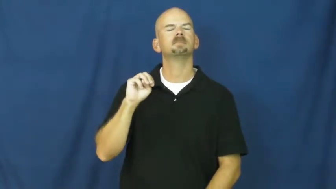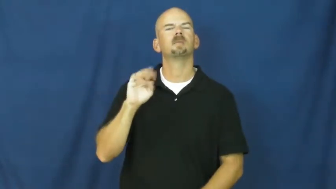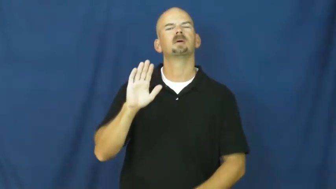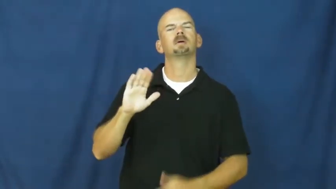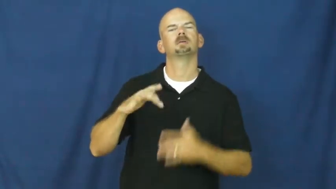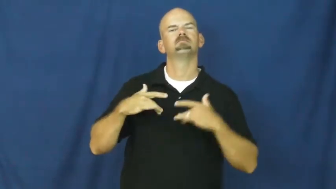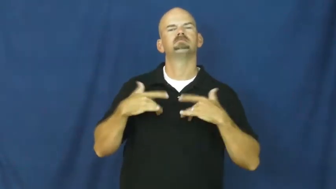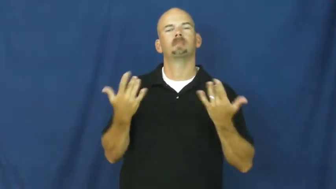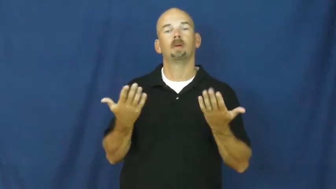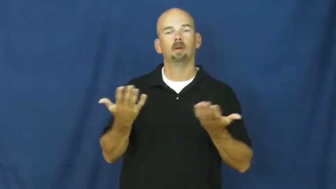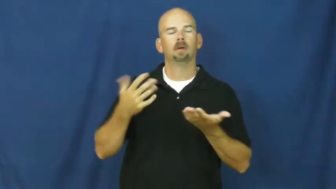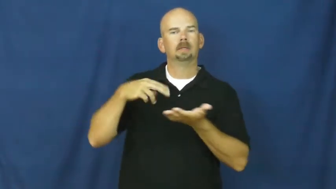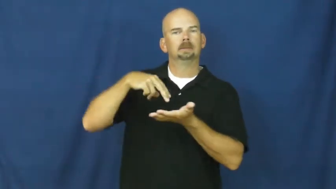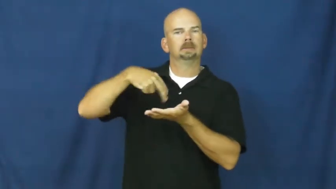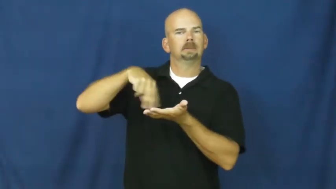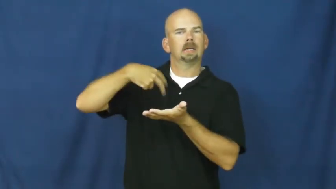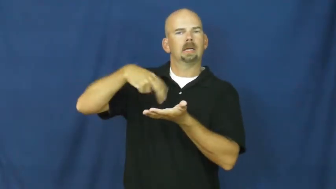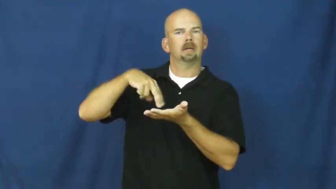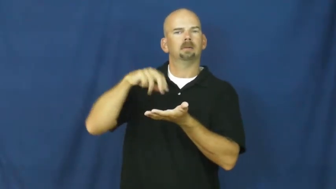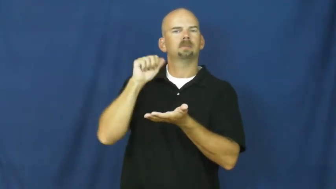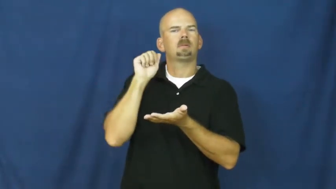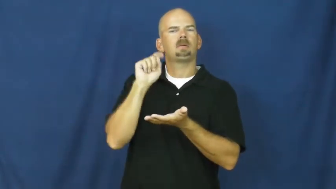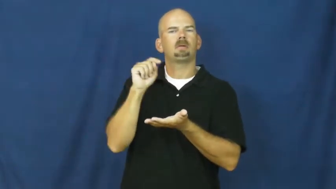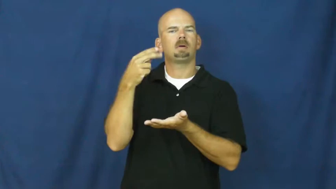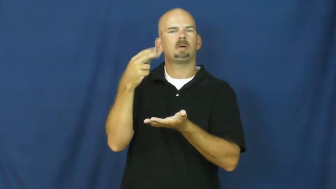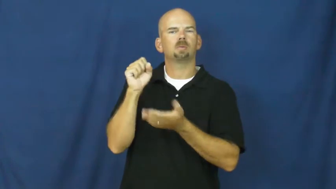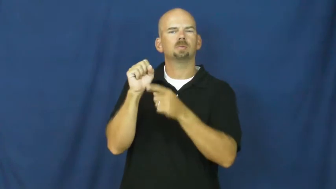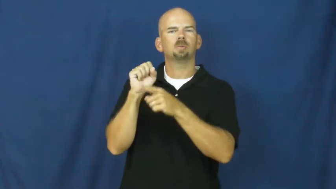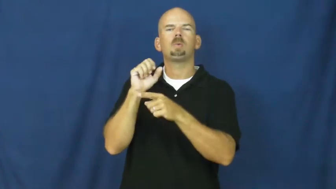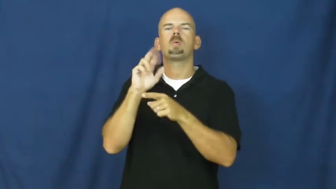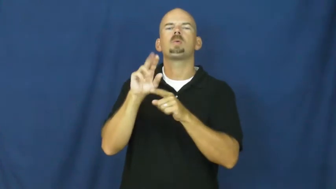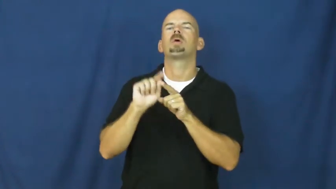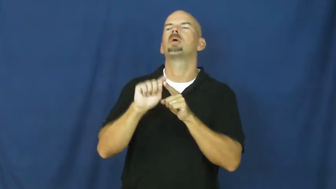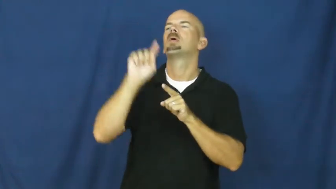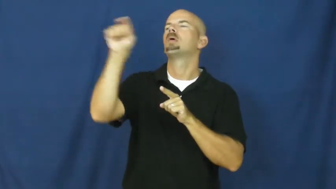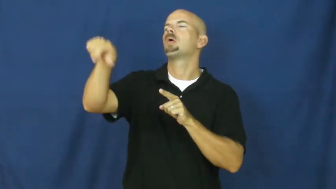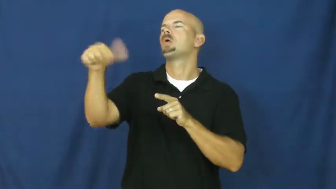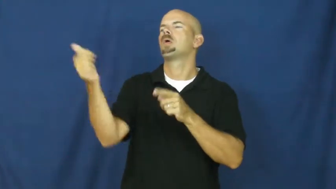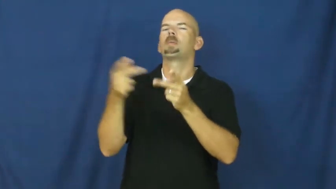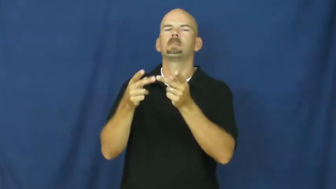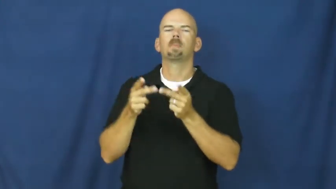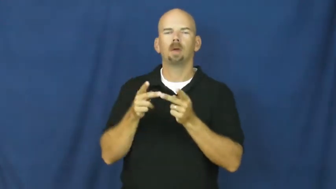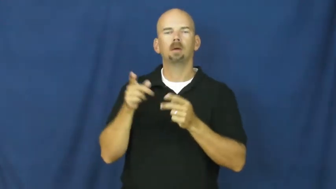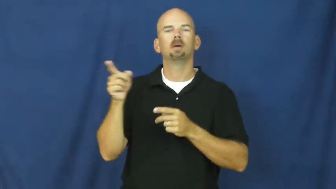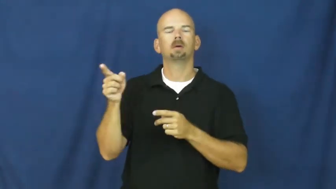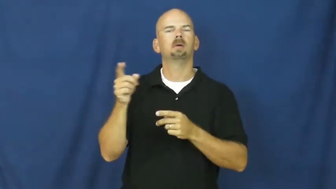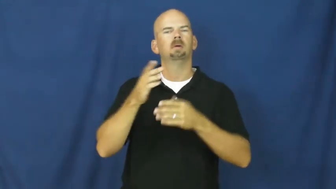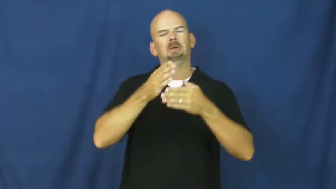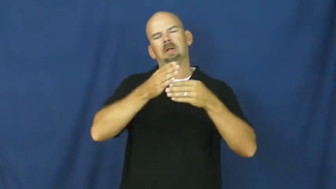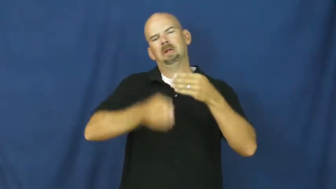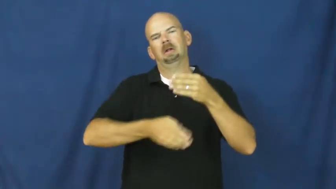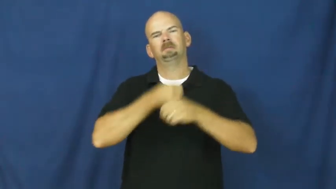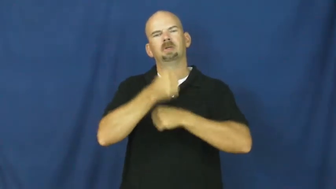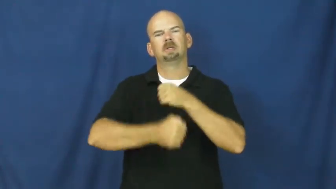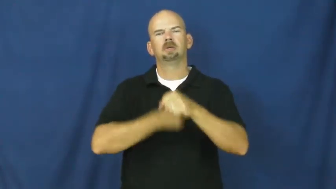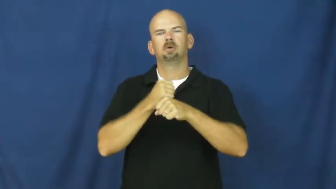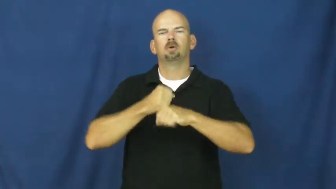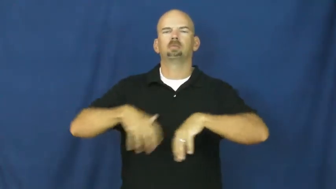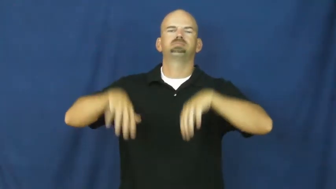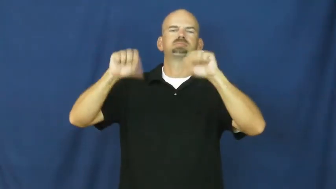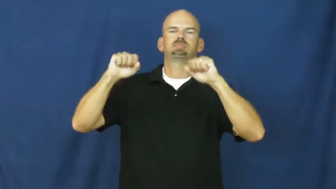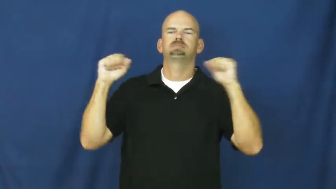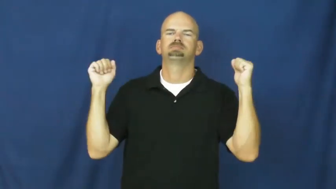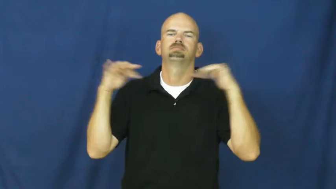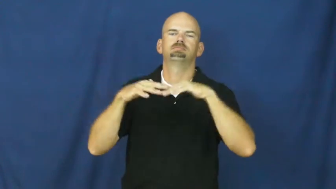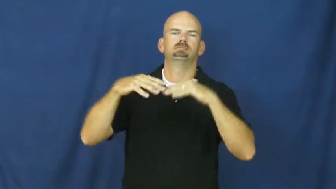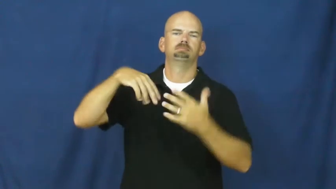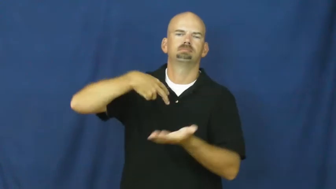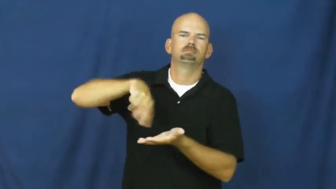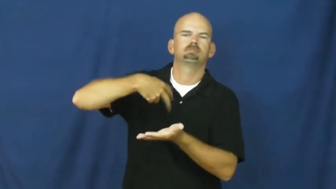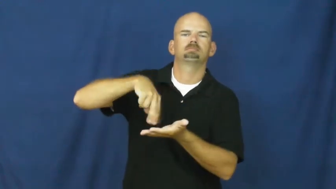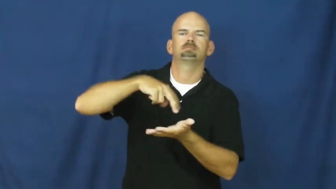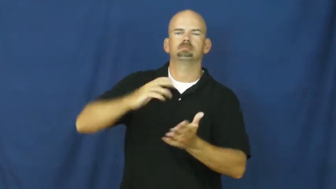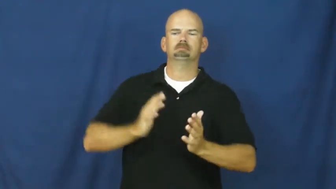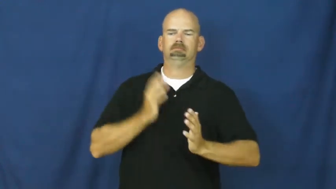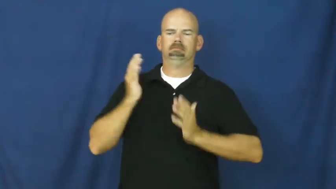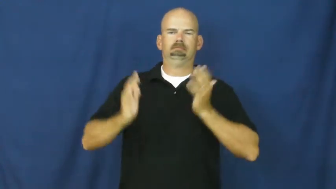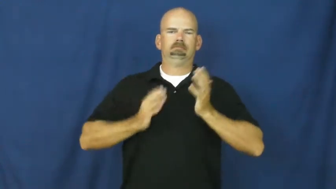prom